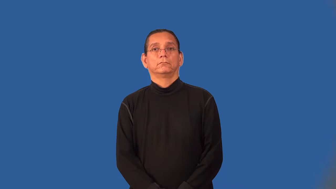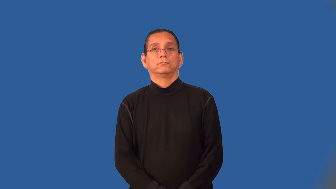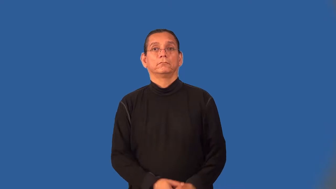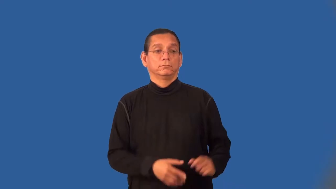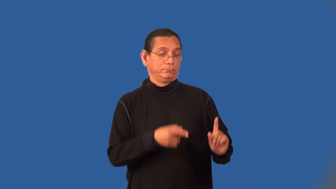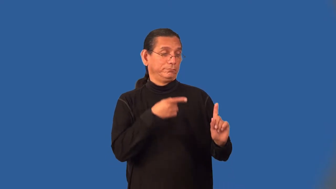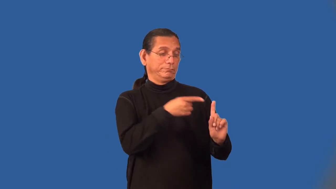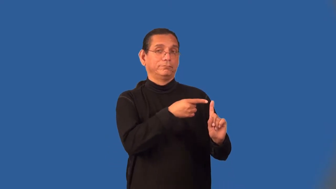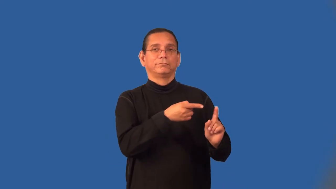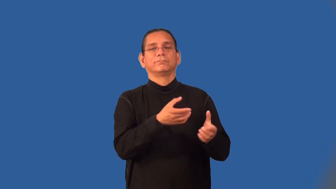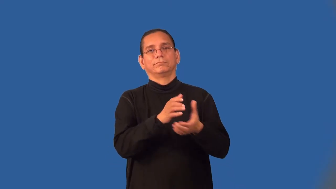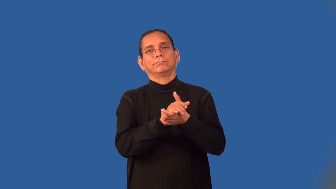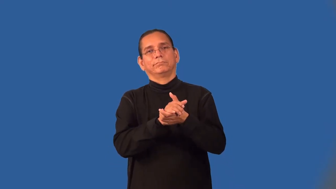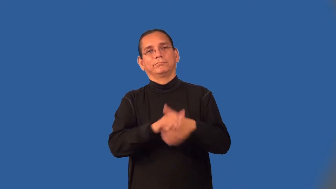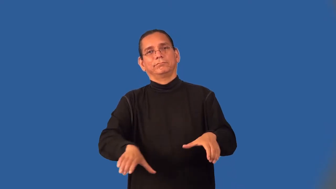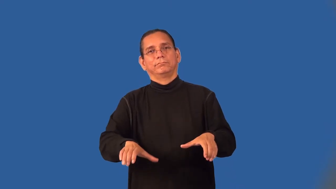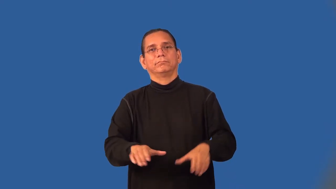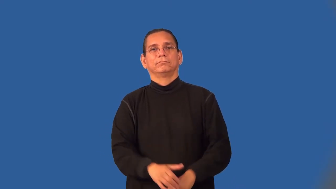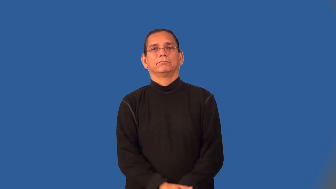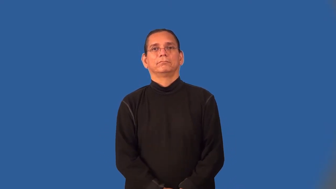divorcee